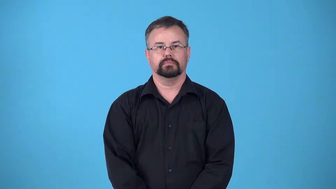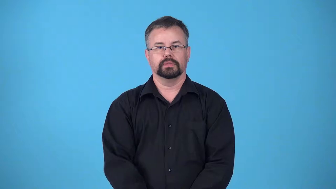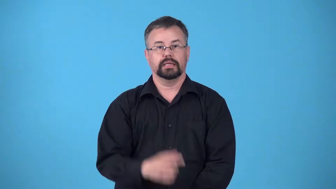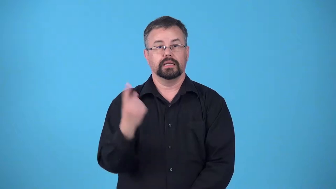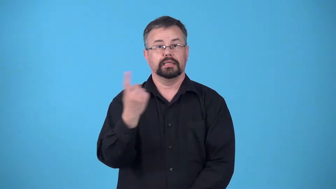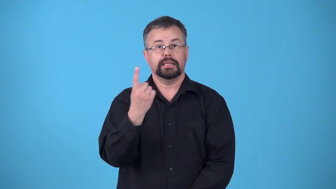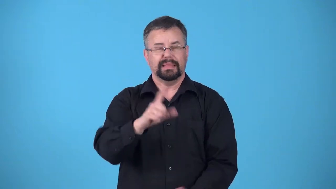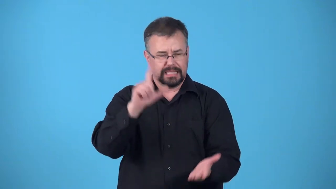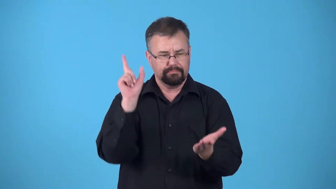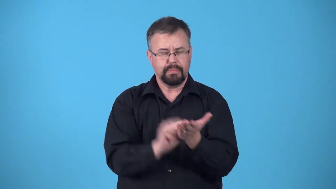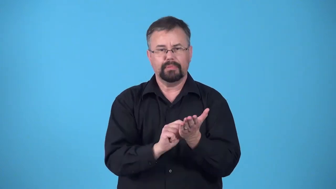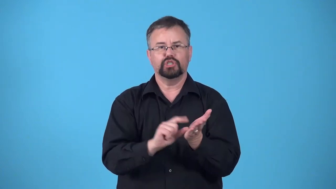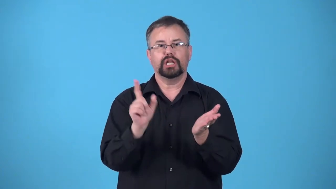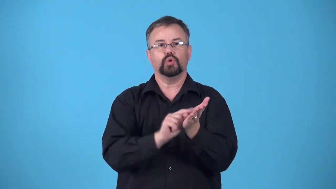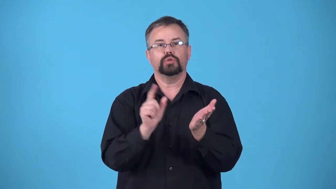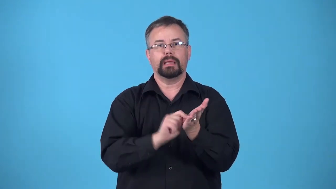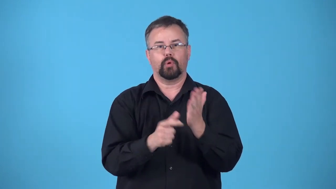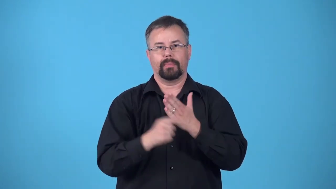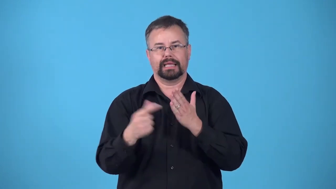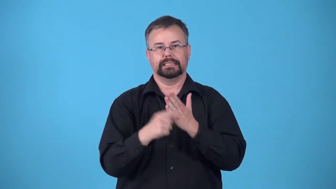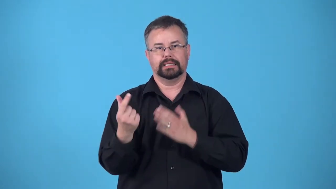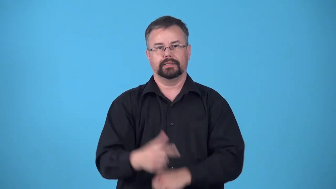copy-newspaper or magazine